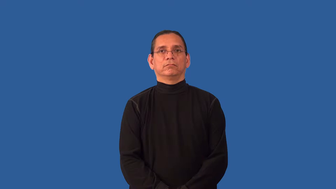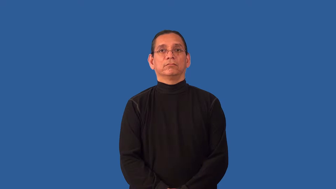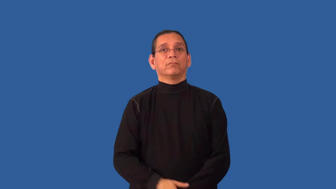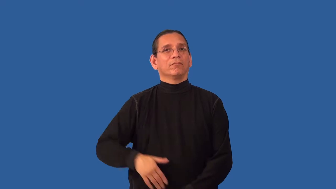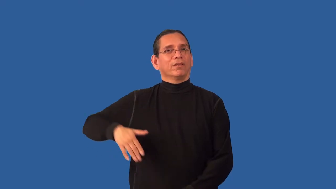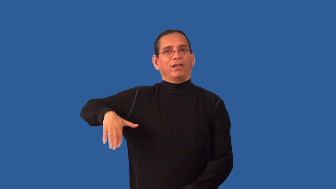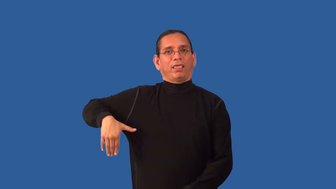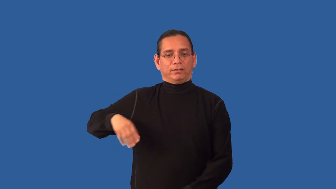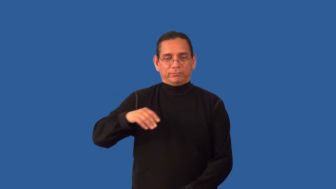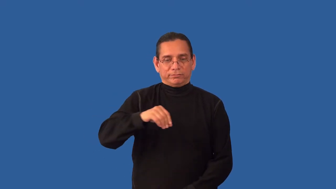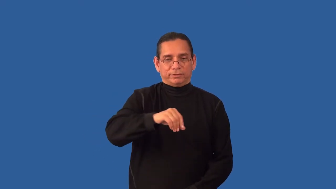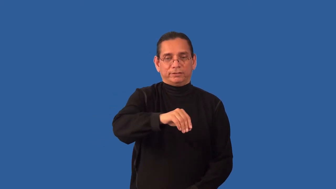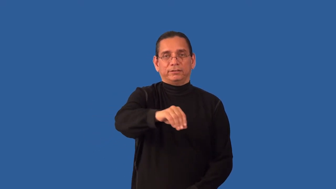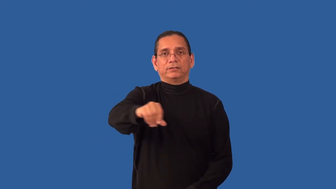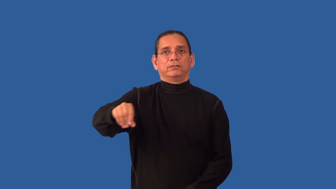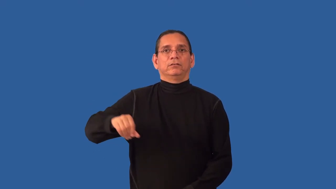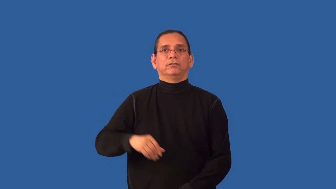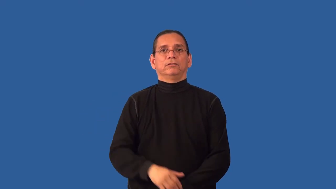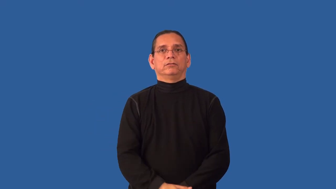unseeded-plant